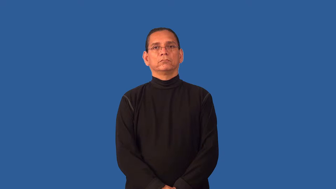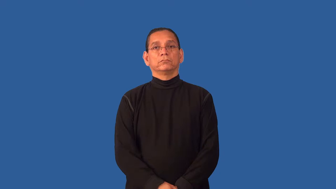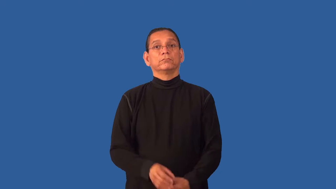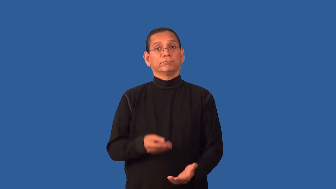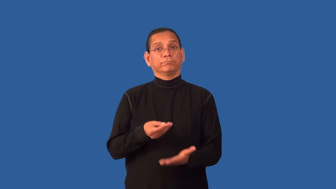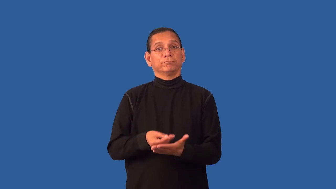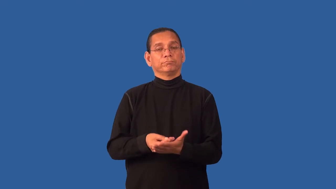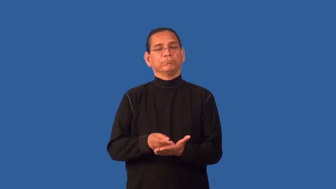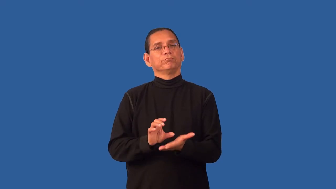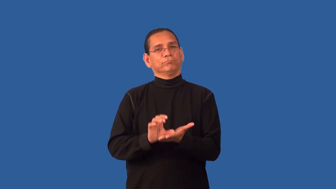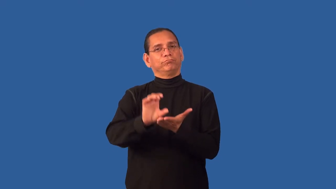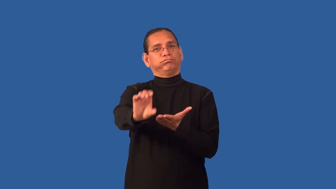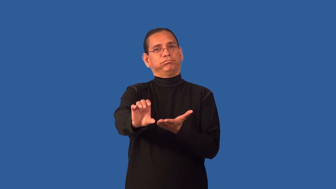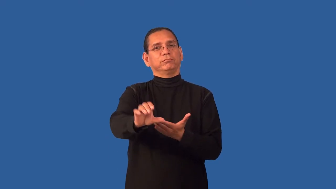finance-verb